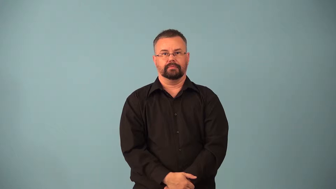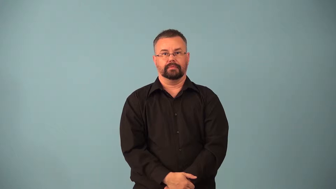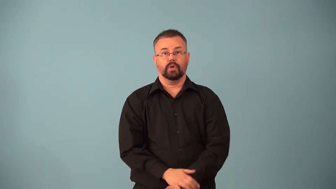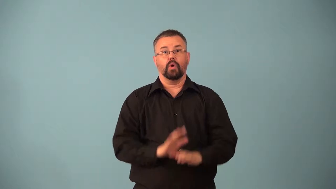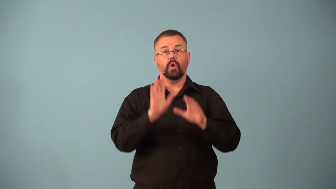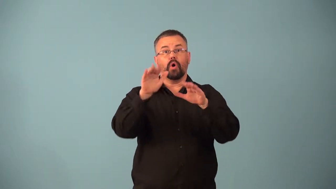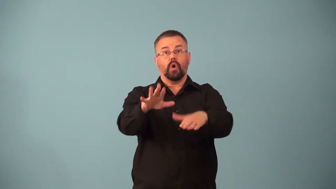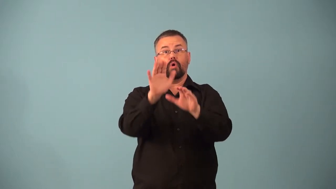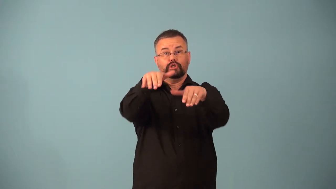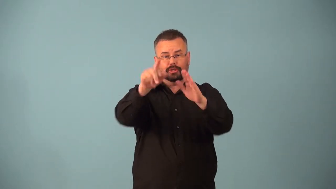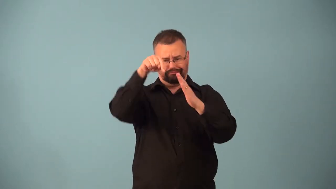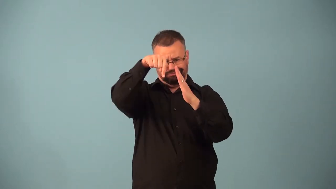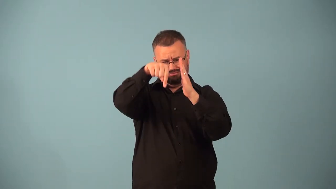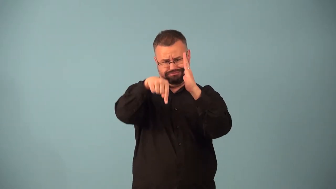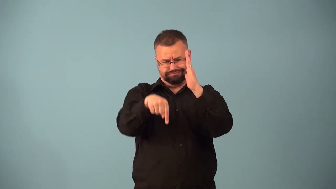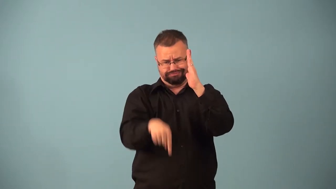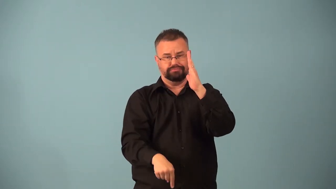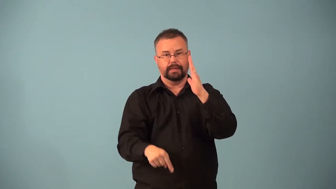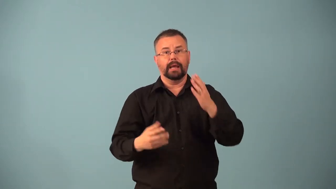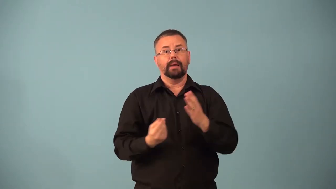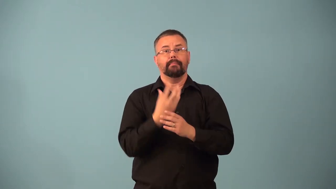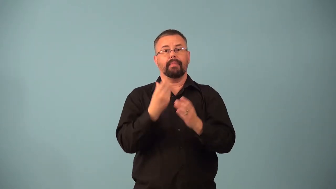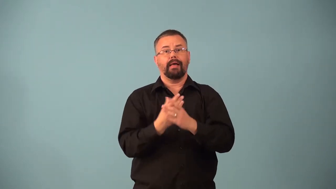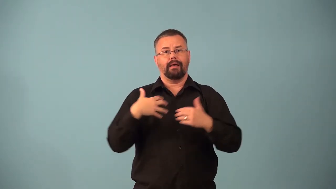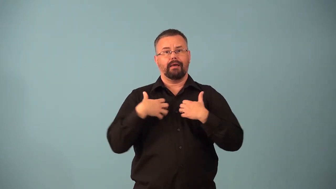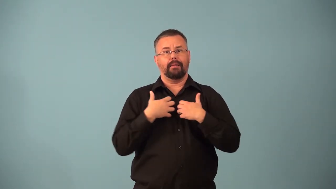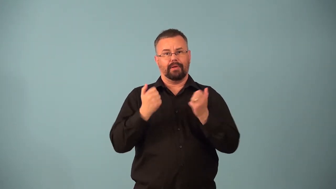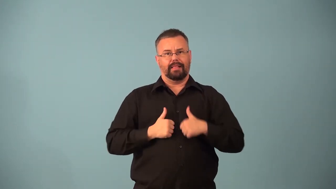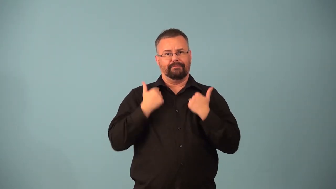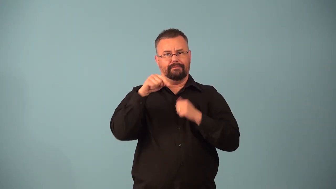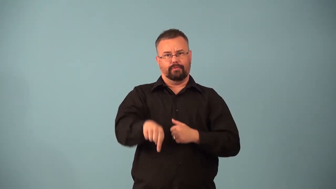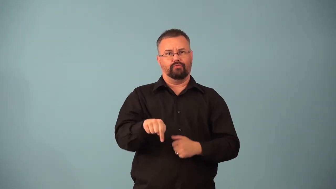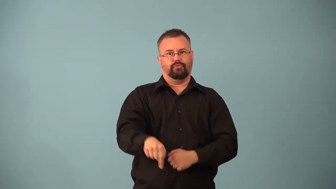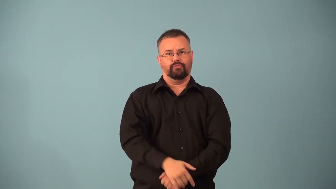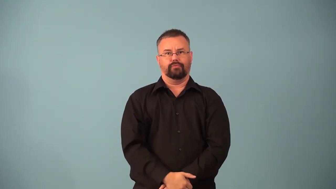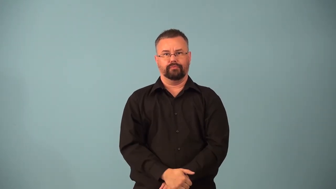benthos